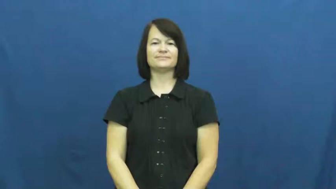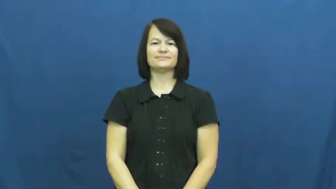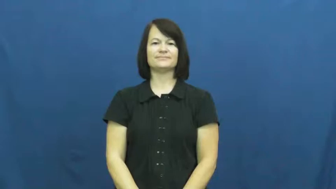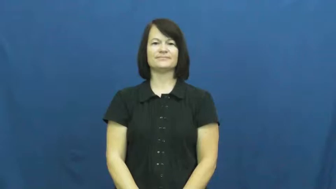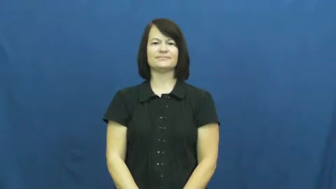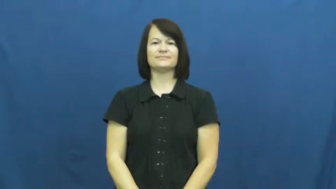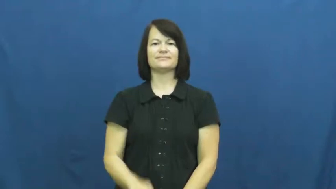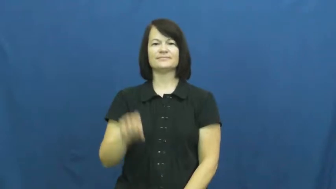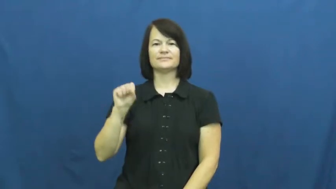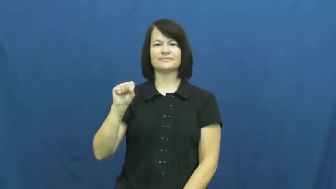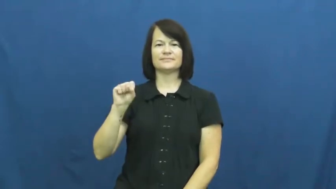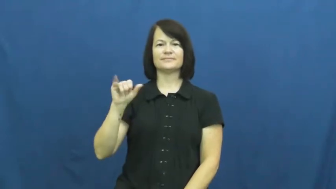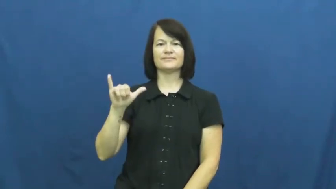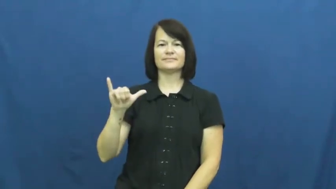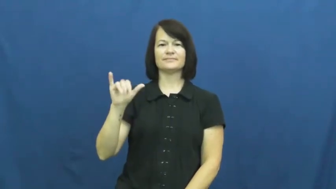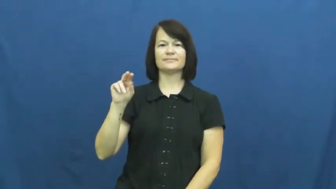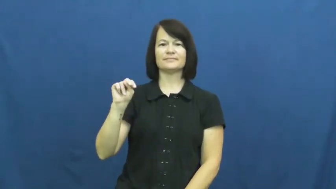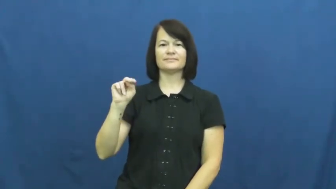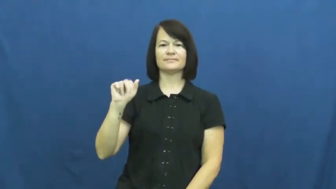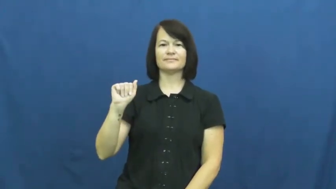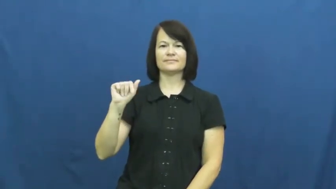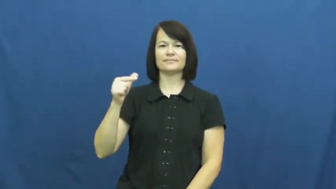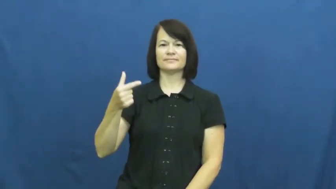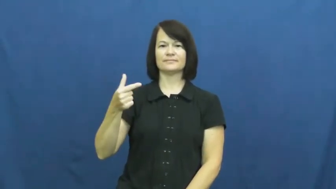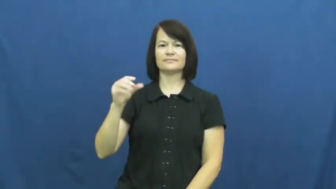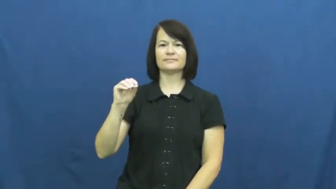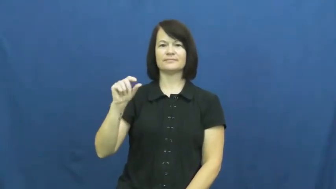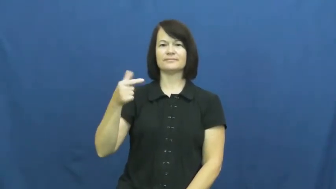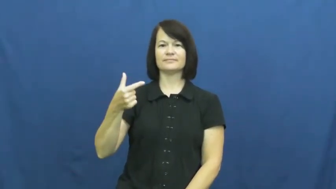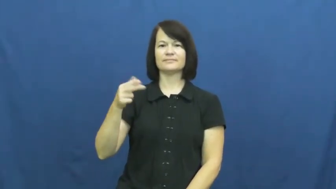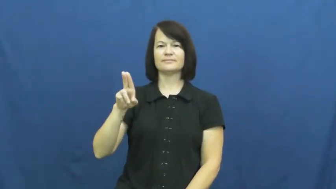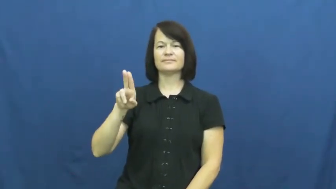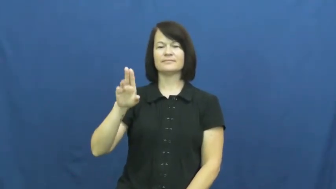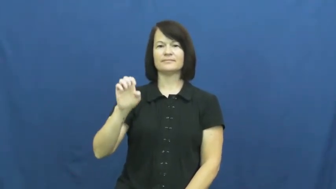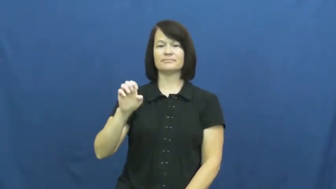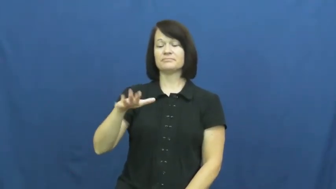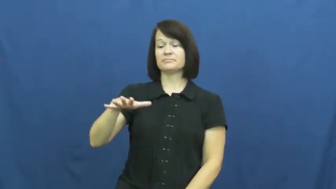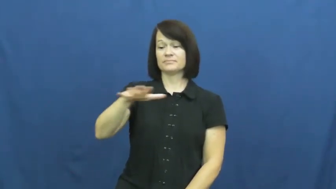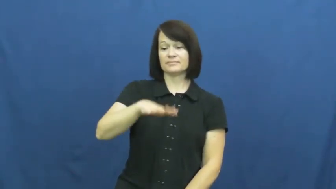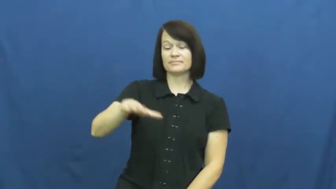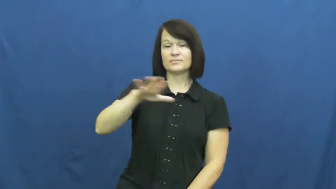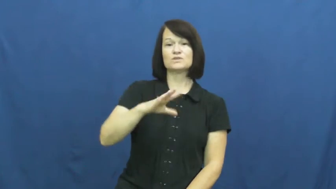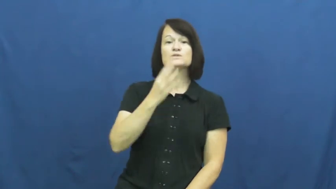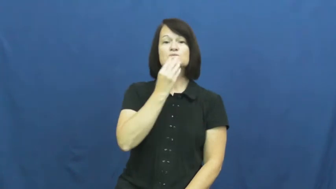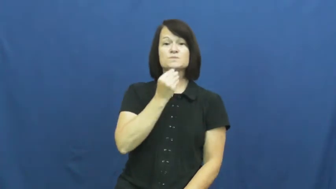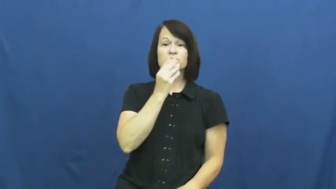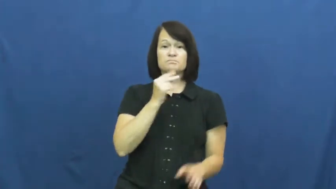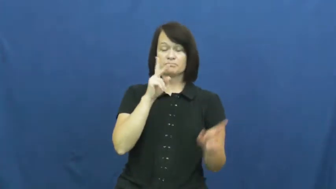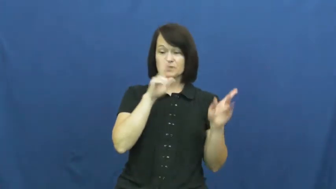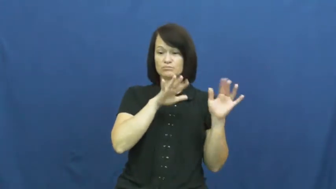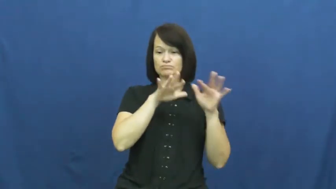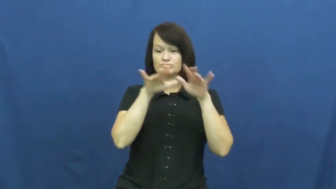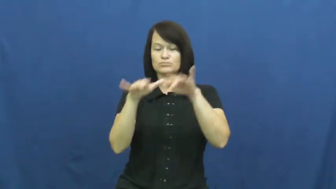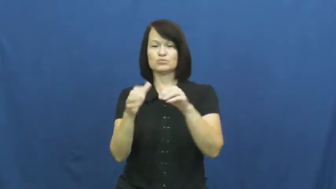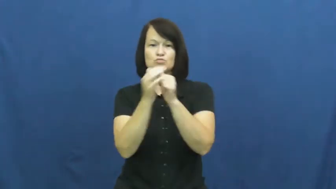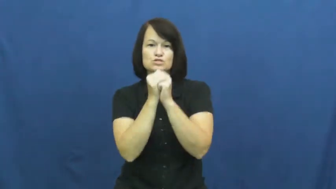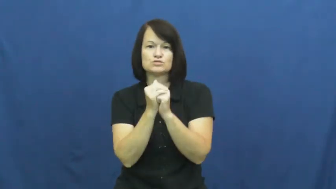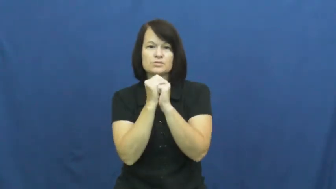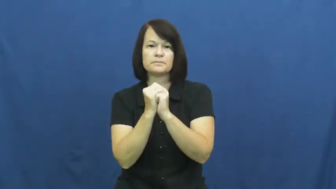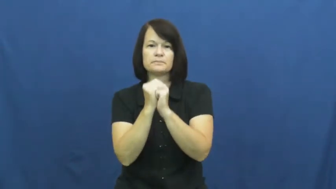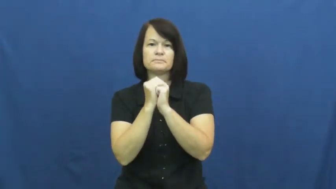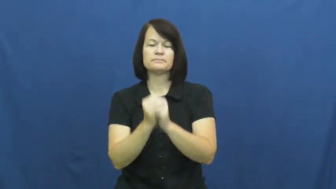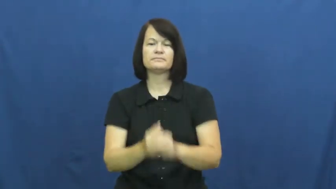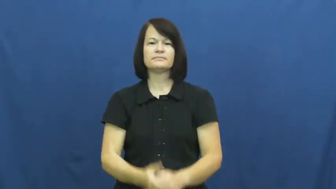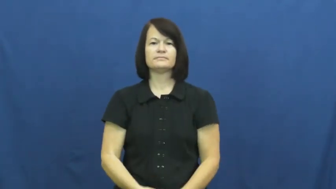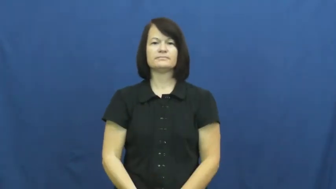synagogue